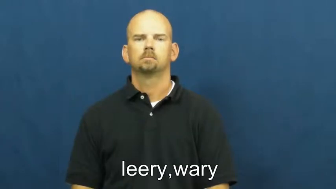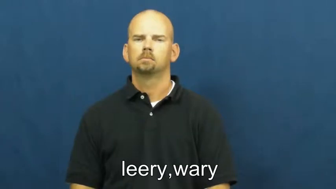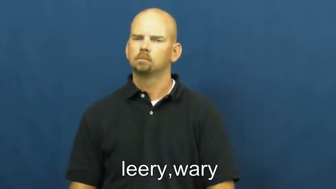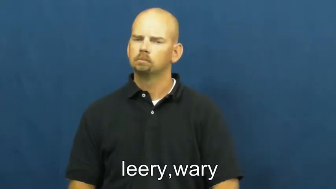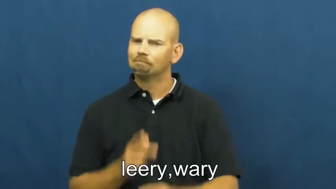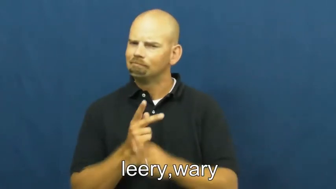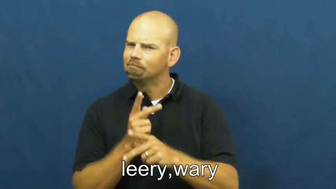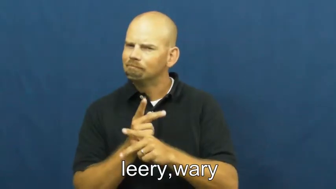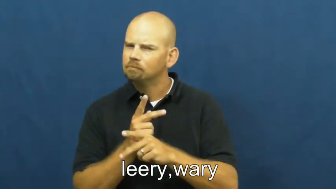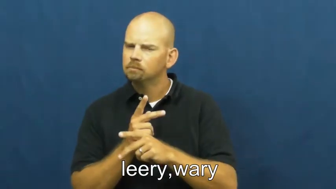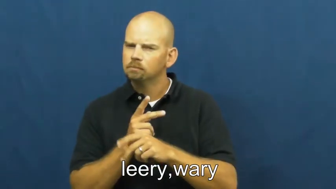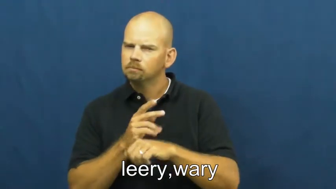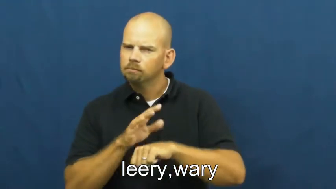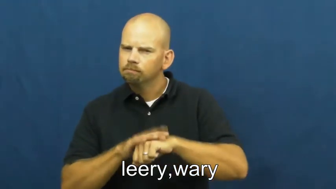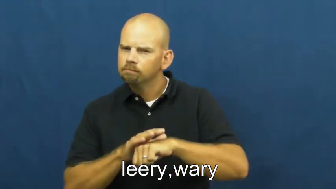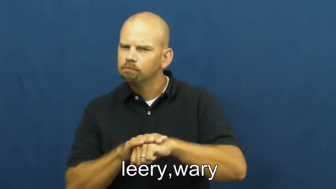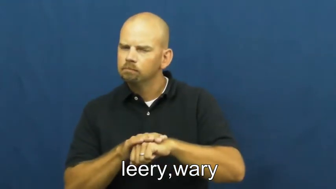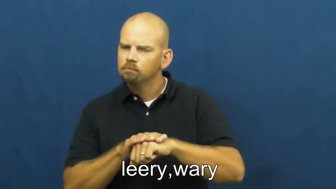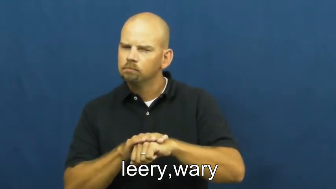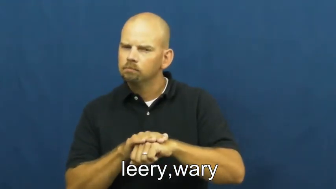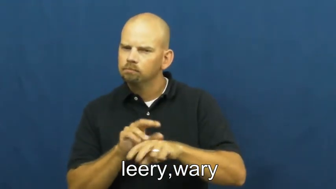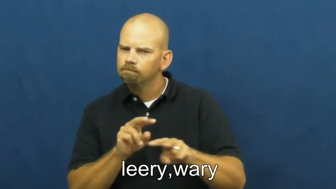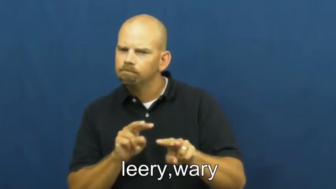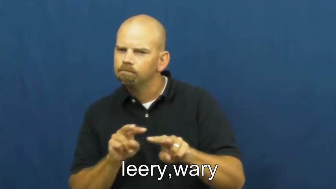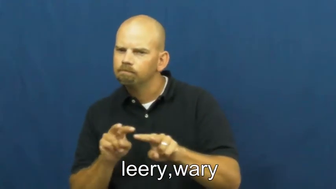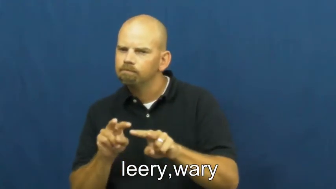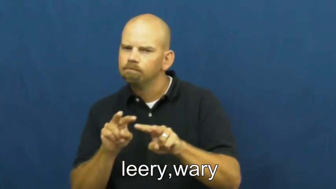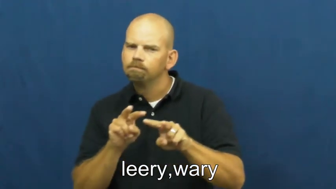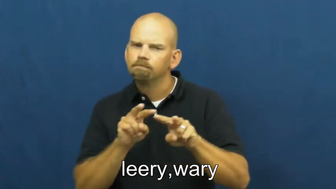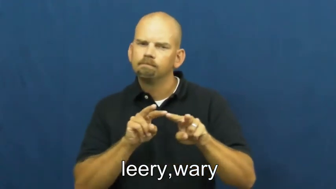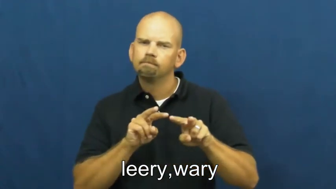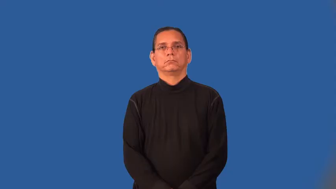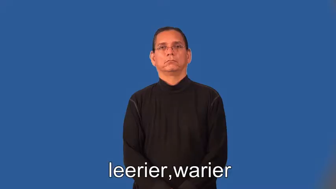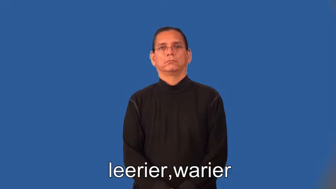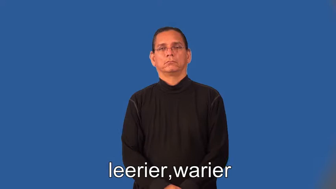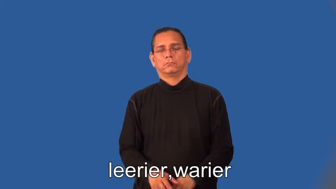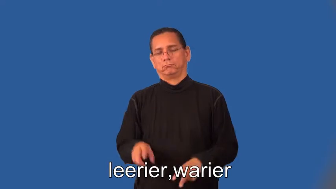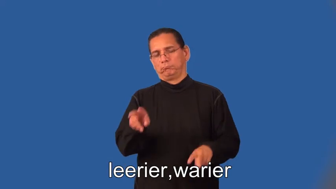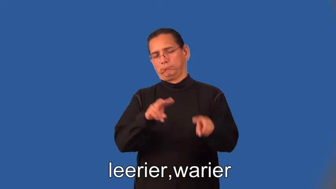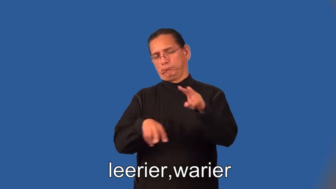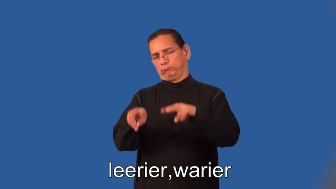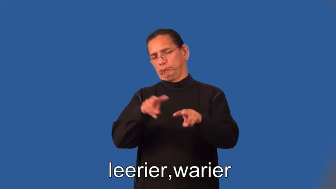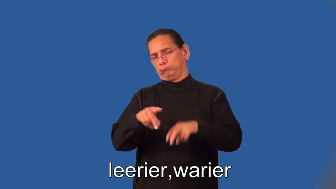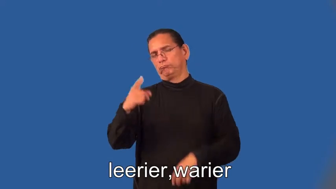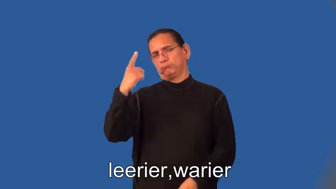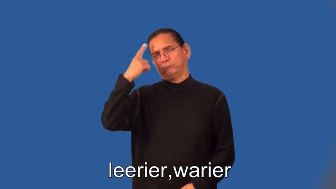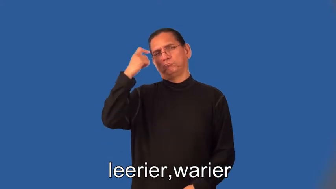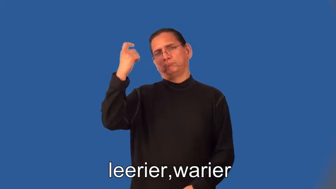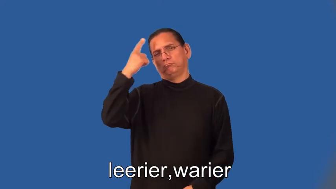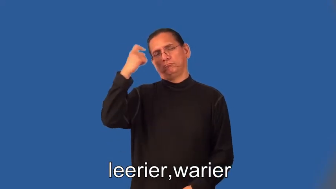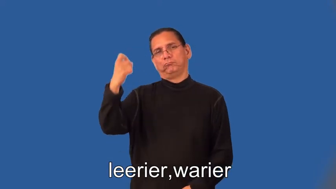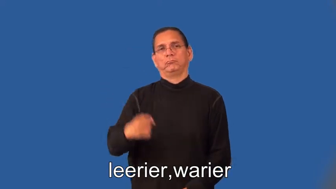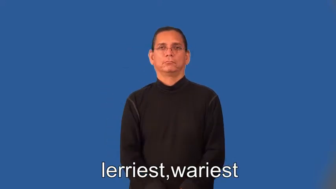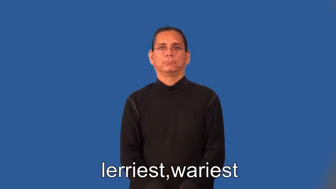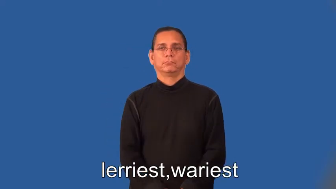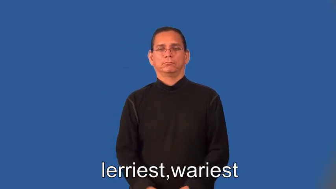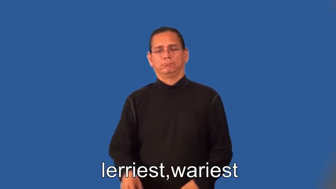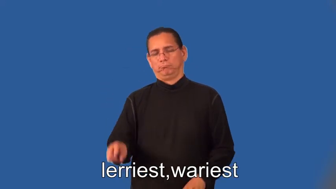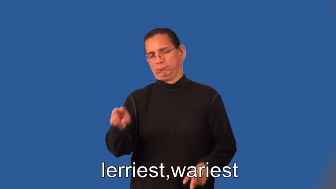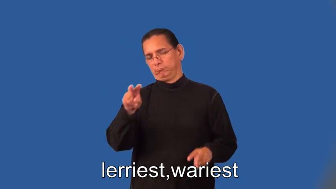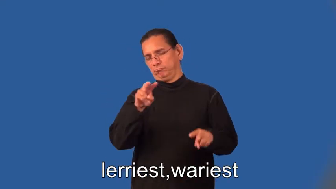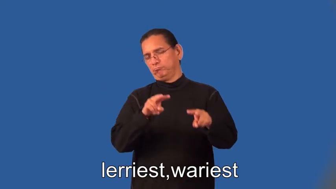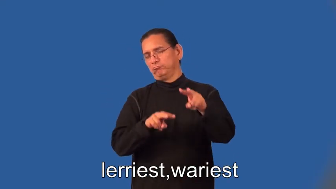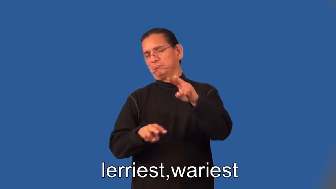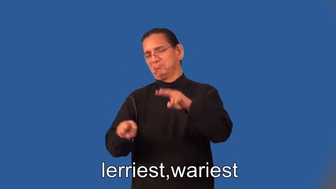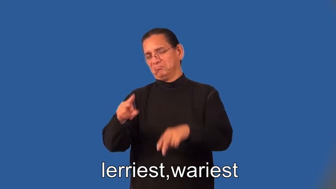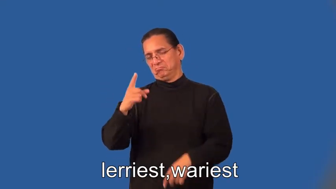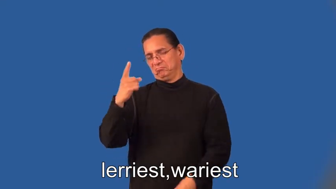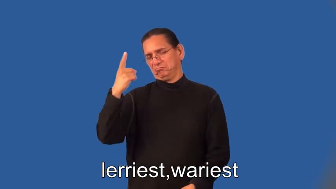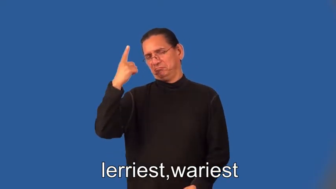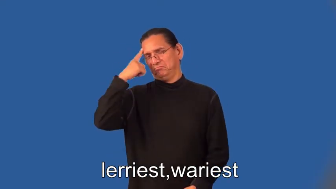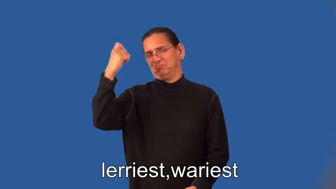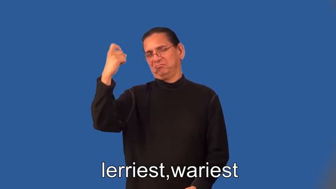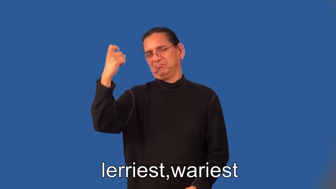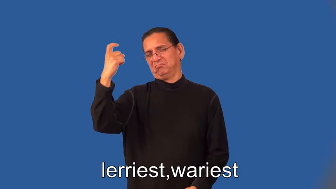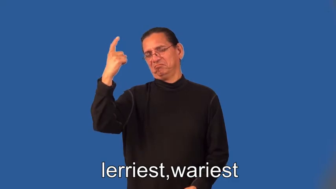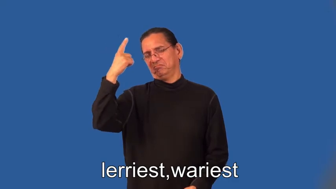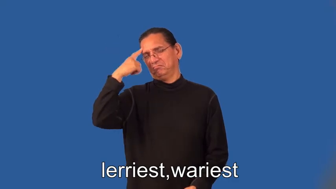leerier,warier,leeriest,wariest